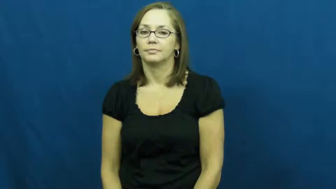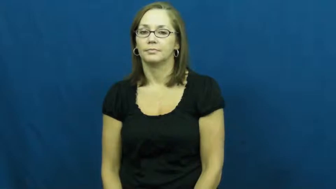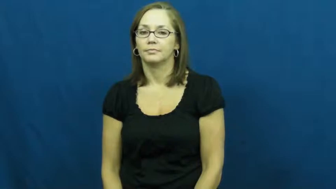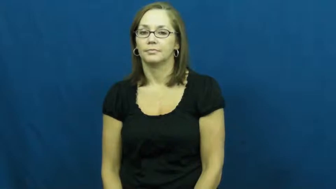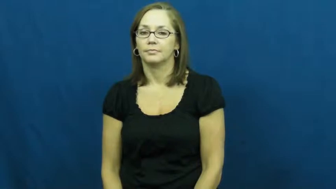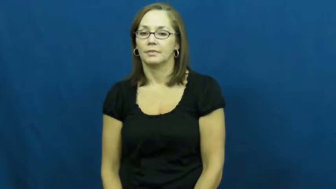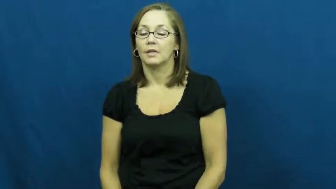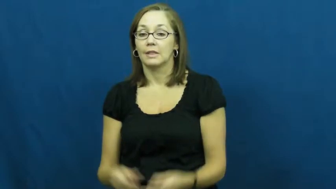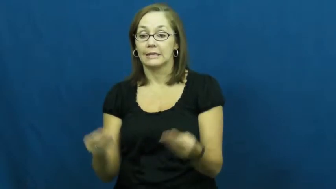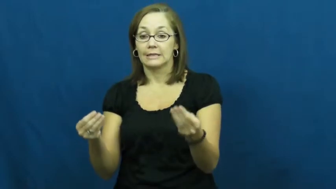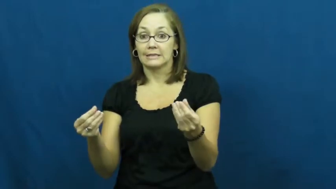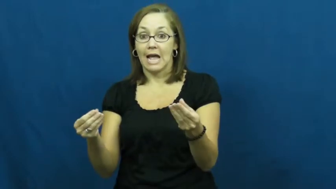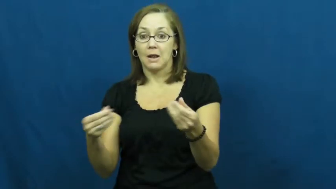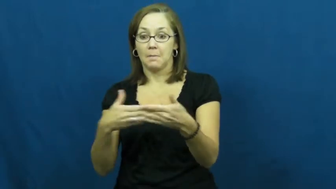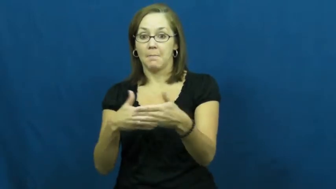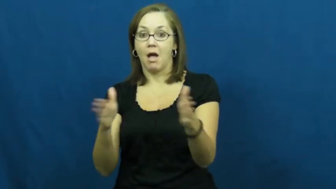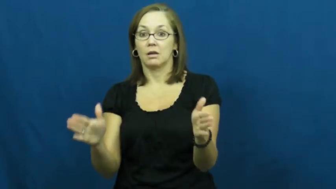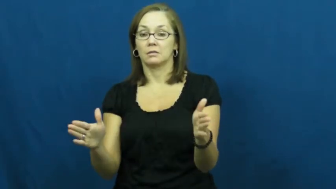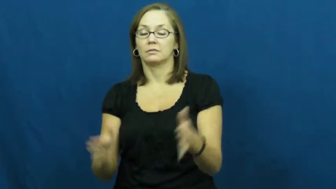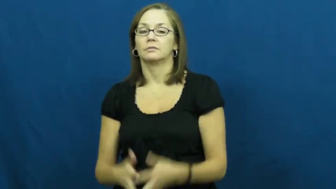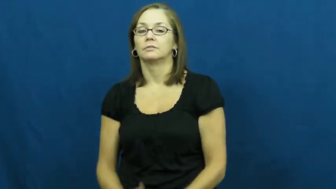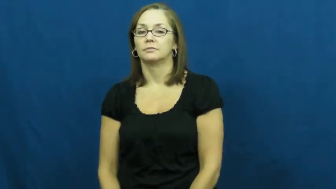sandbox